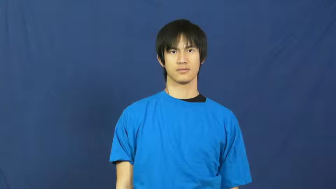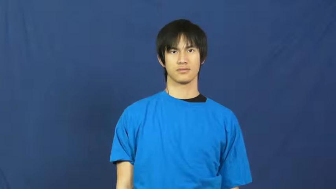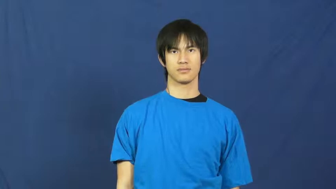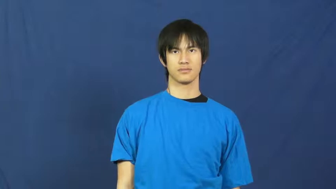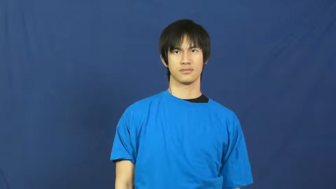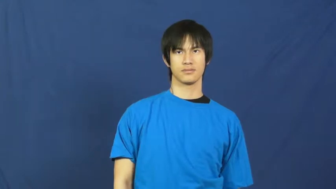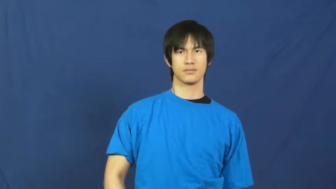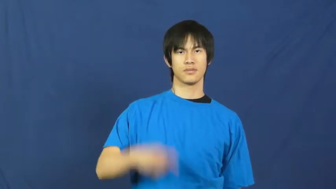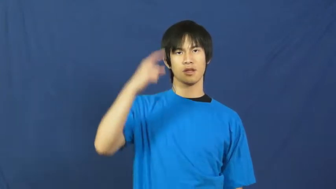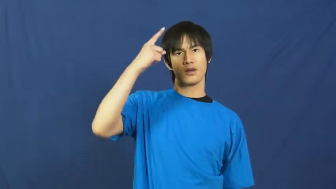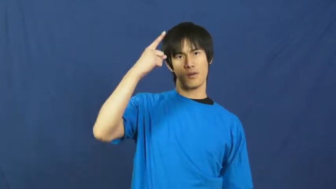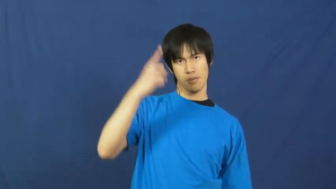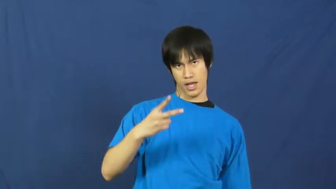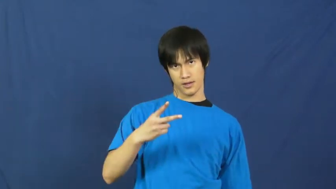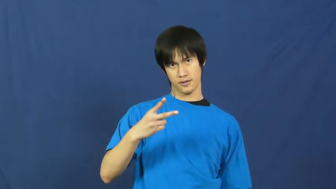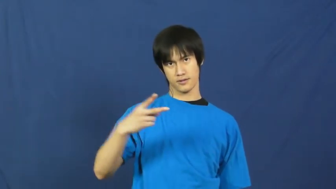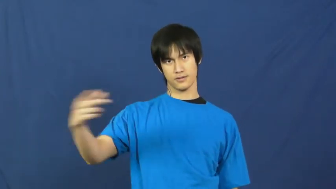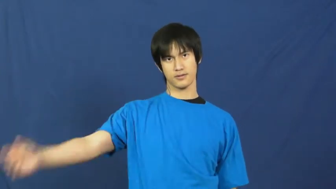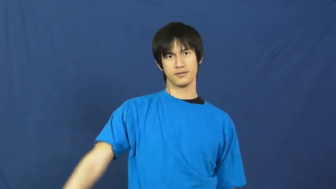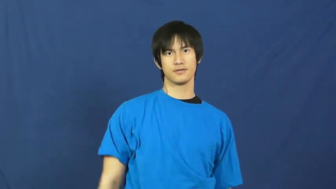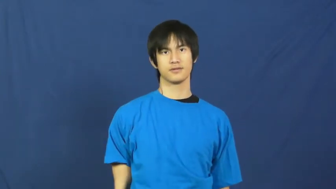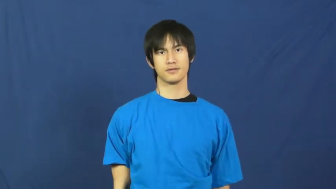half,semi,moiety